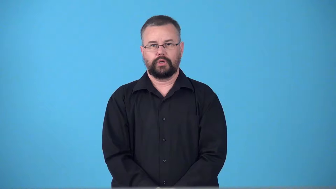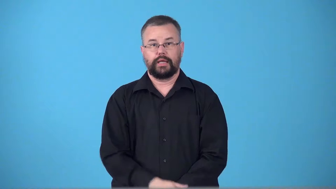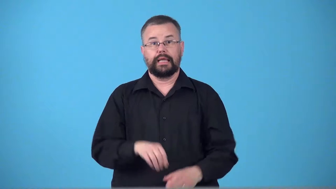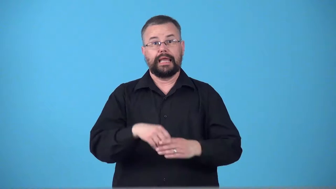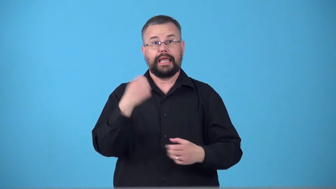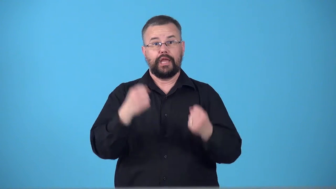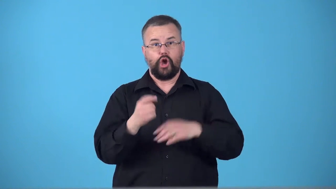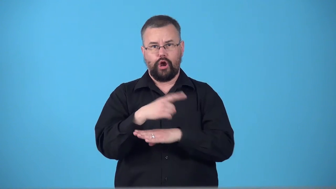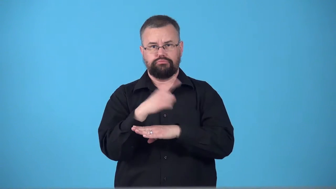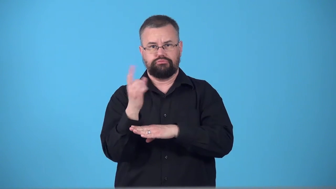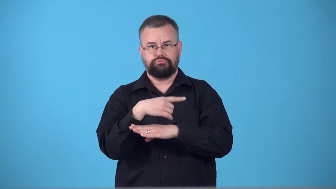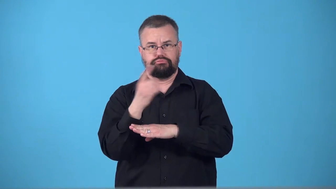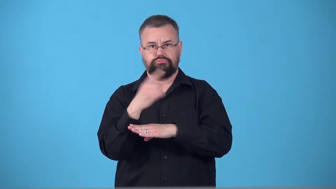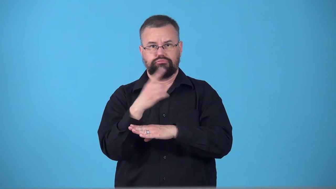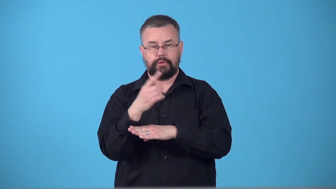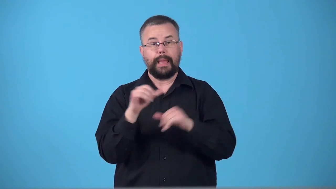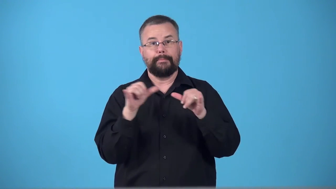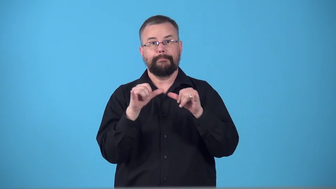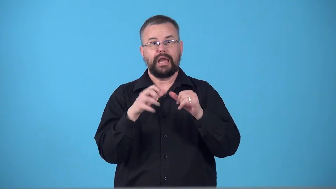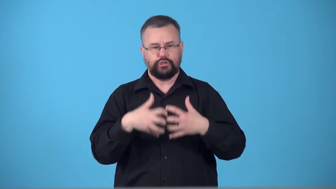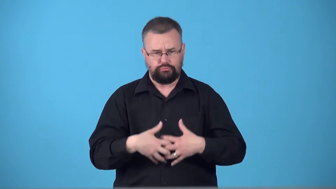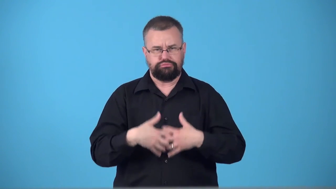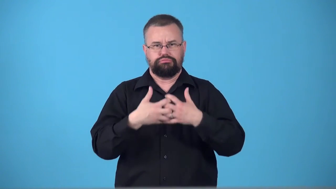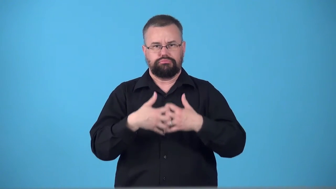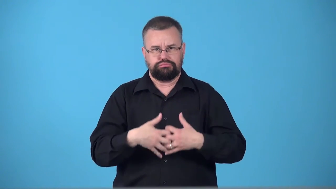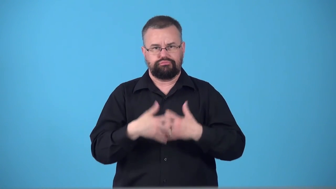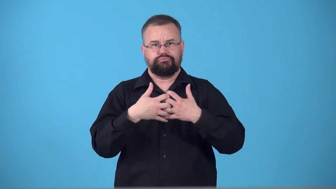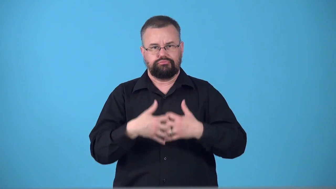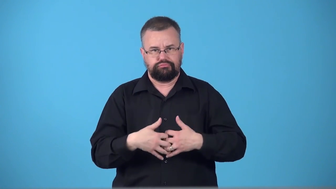tachometer